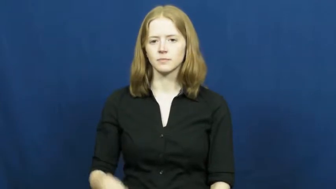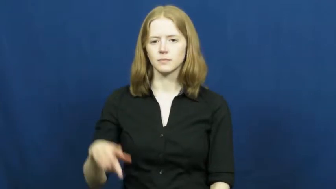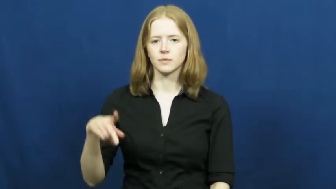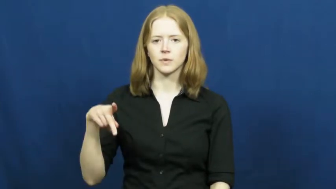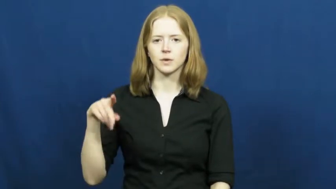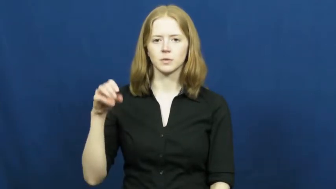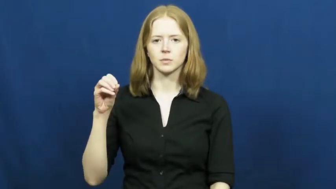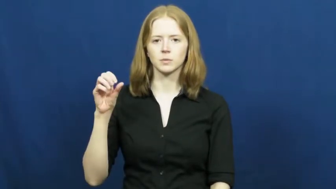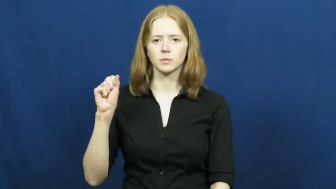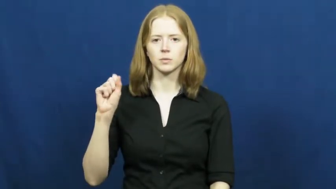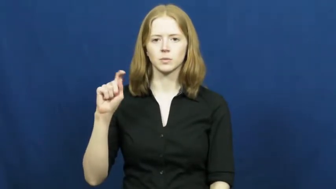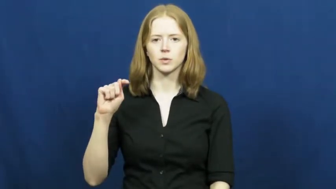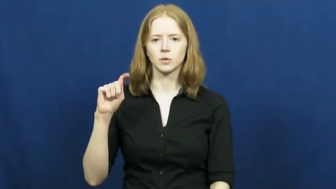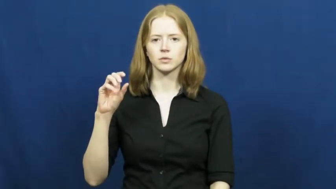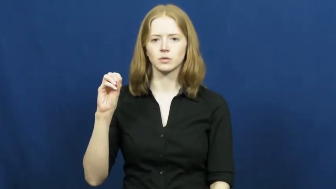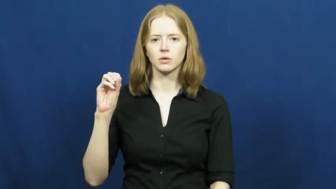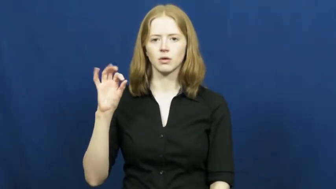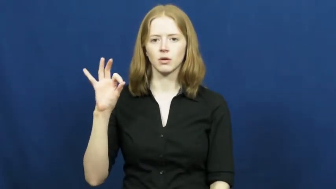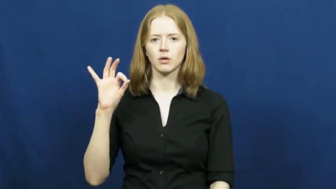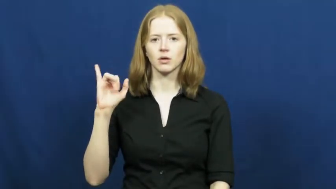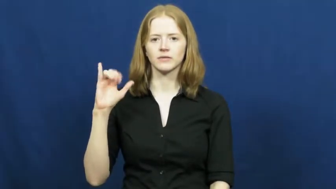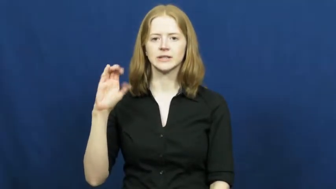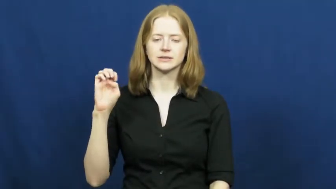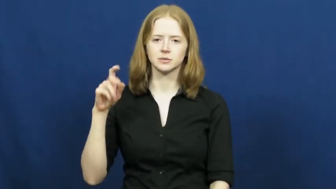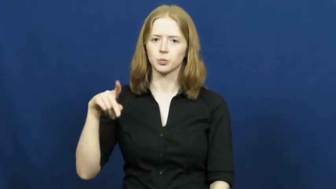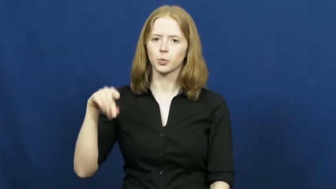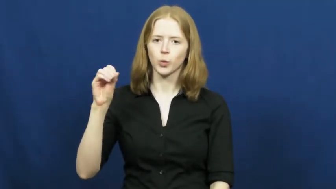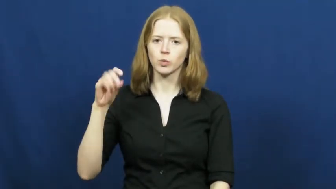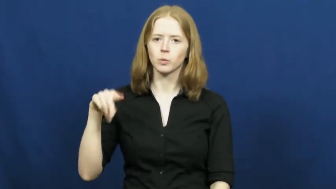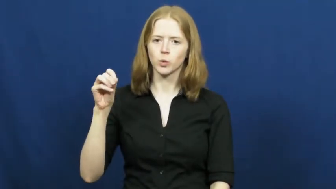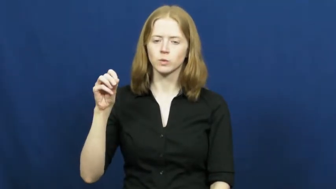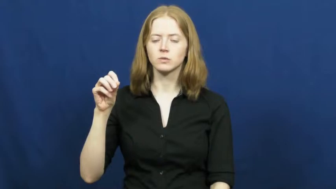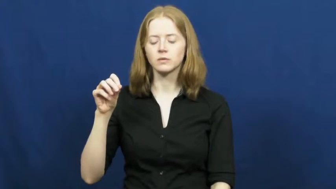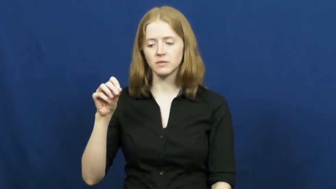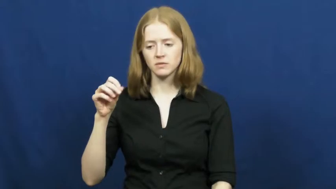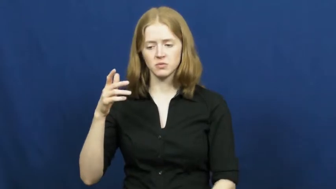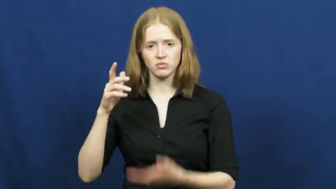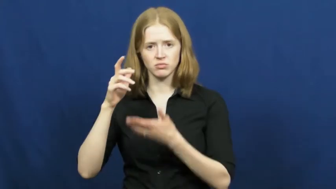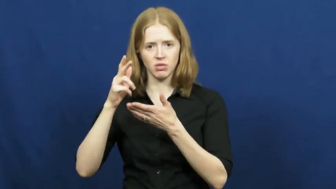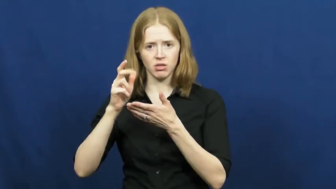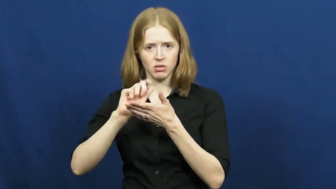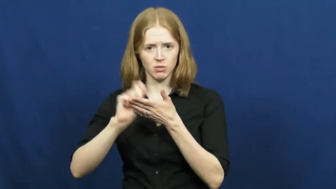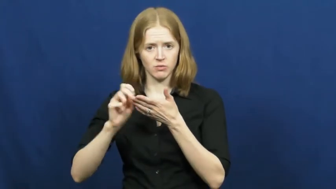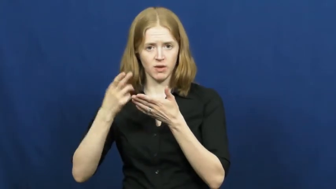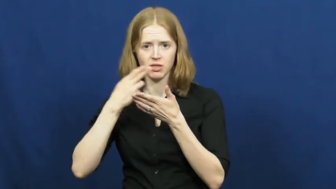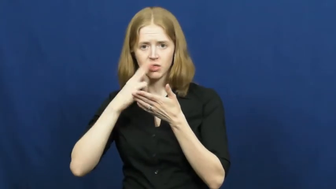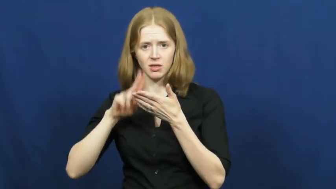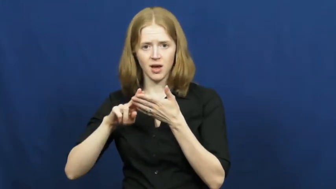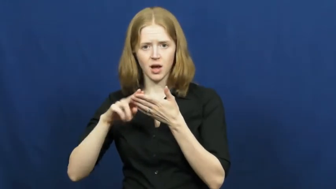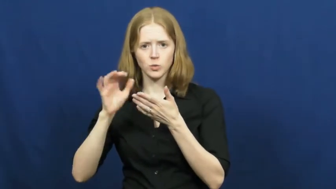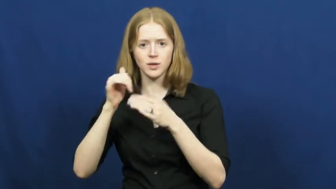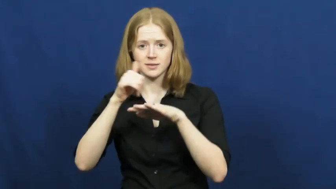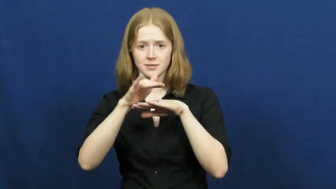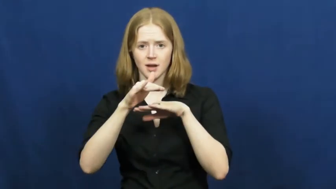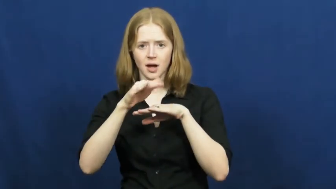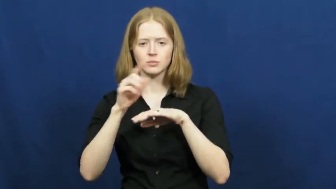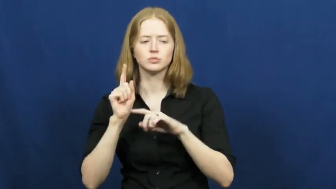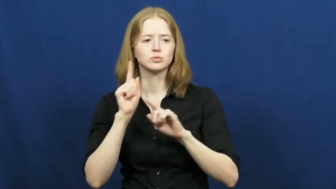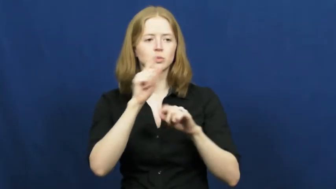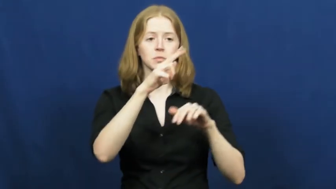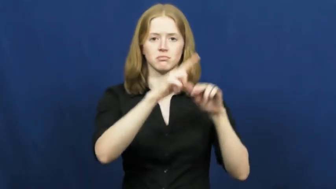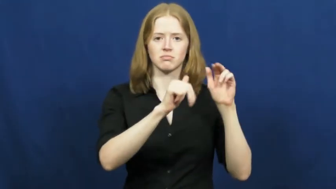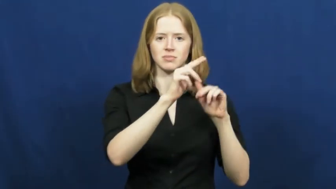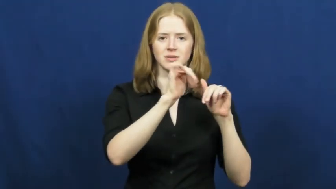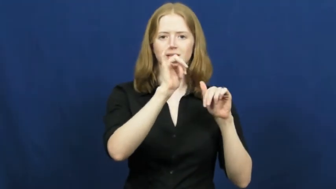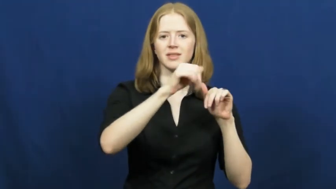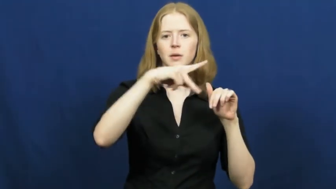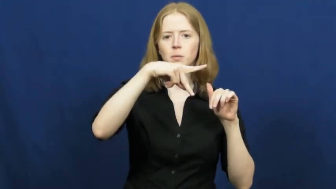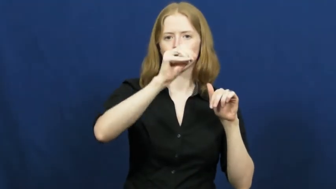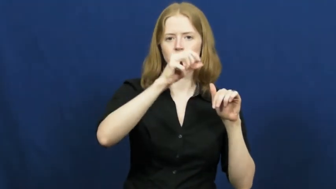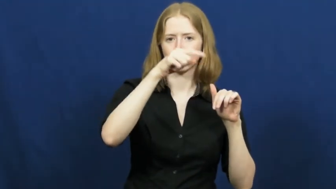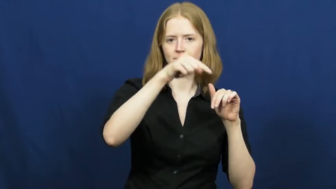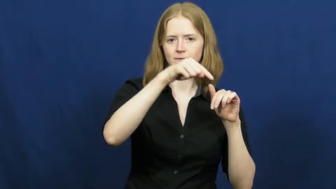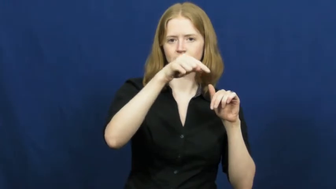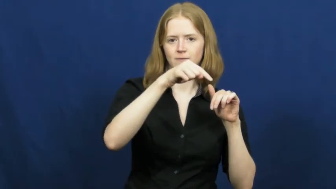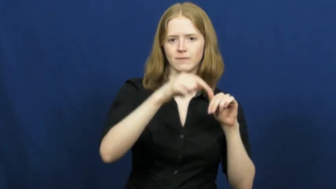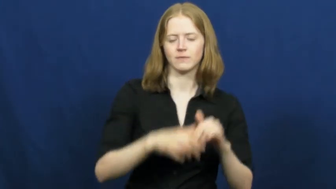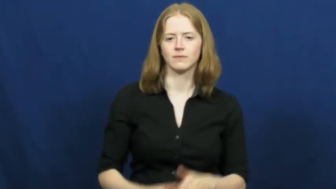post office